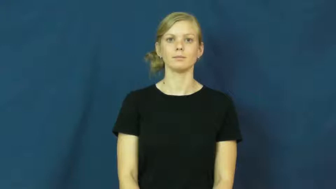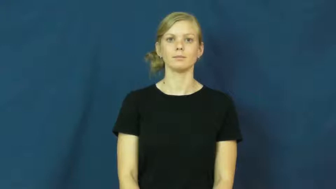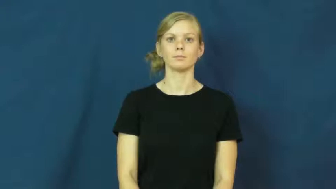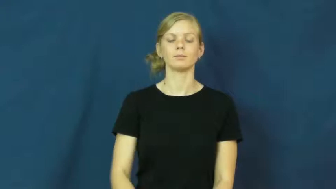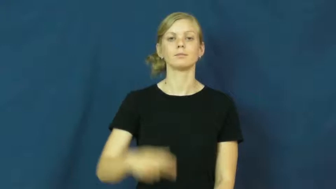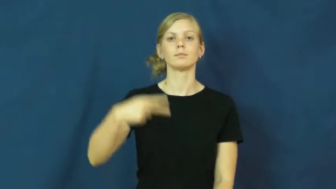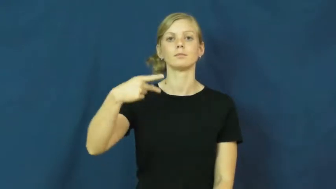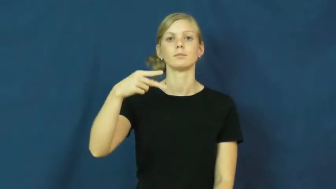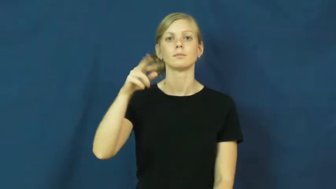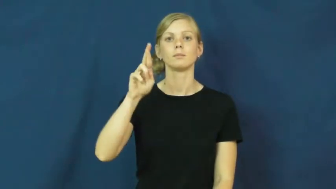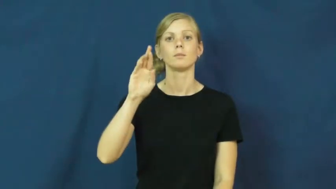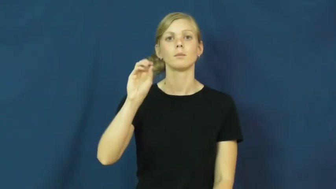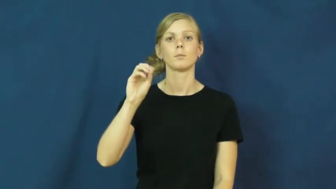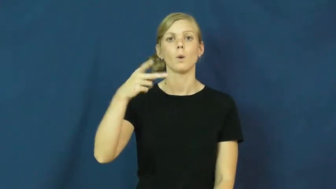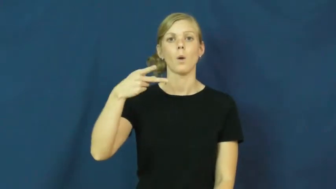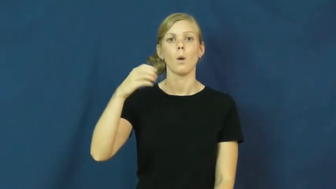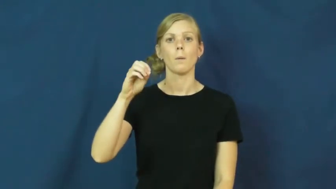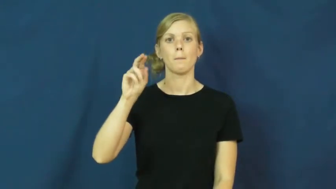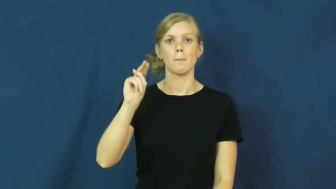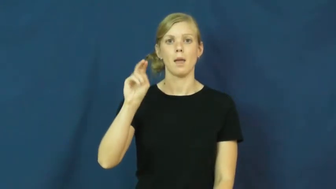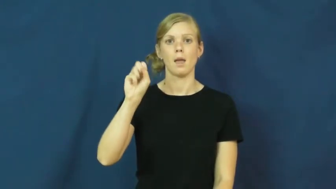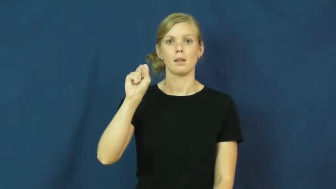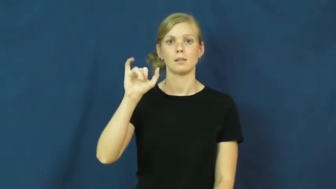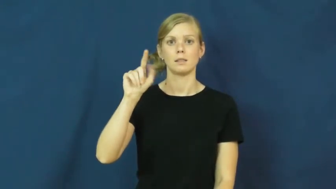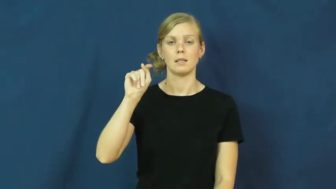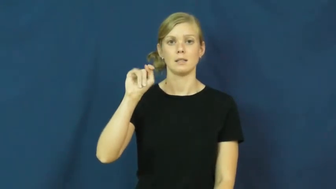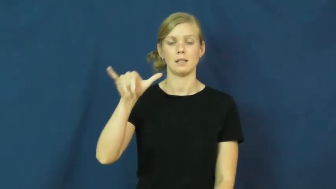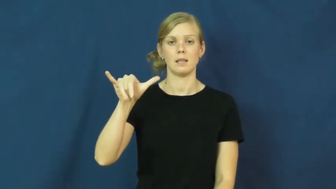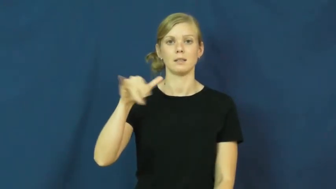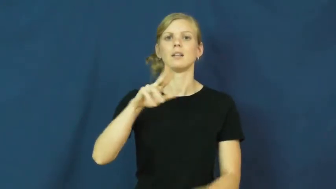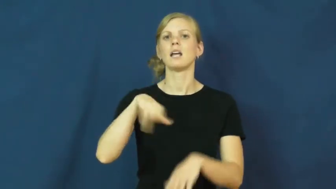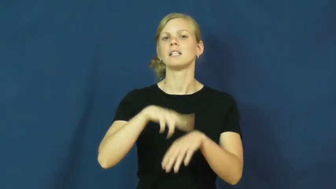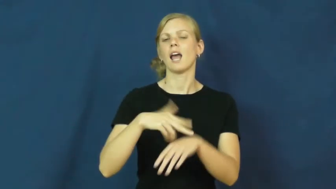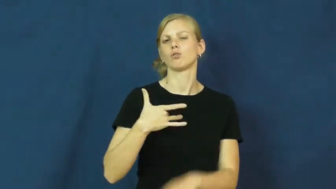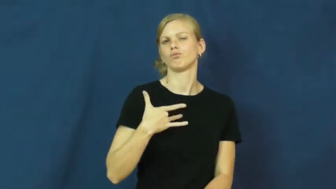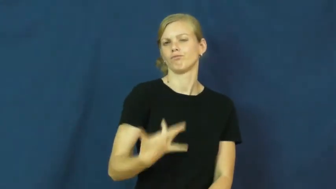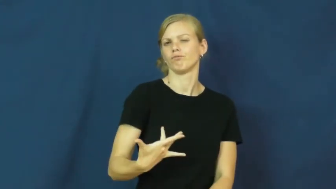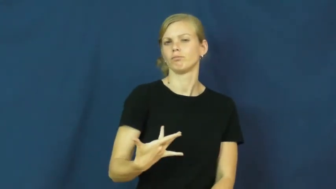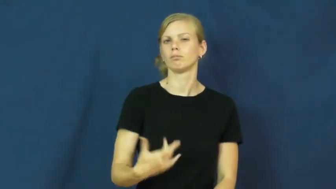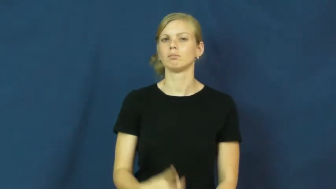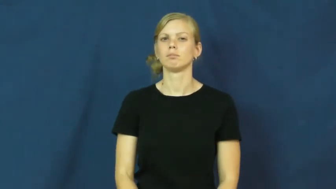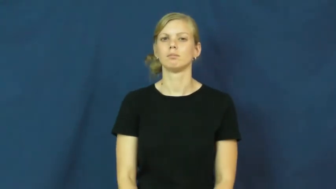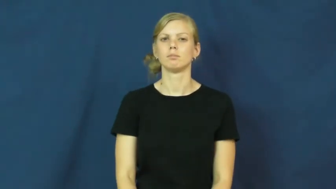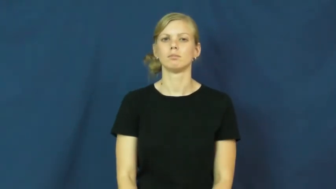propensity